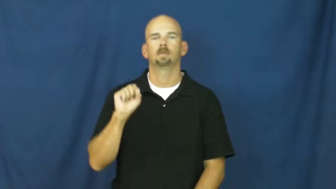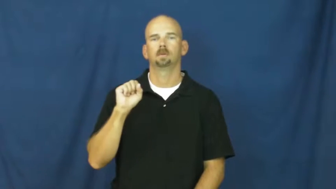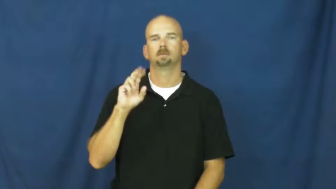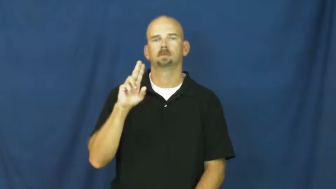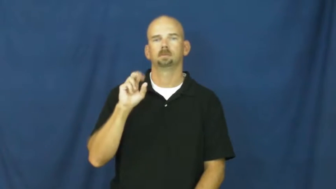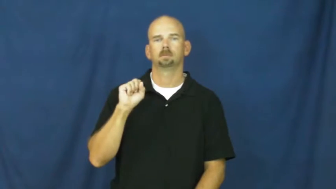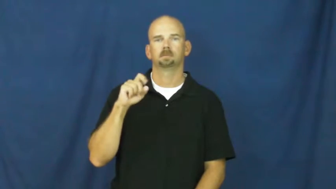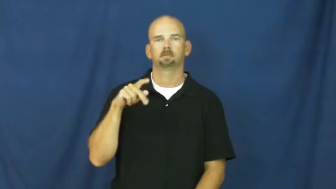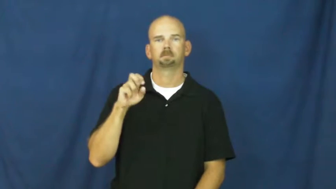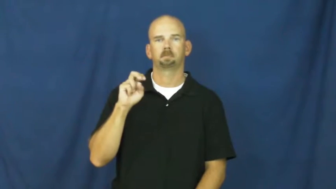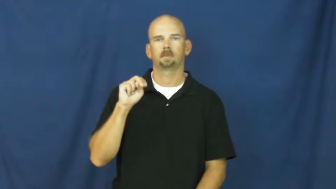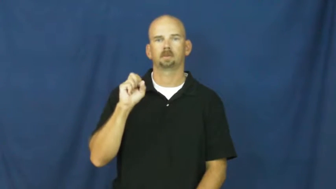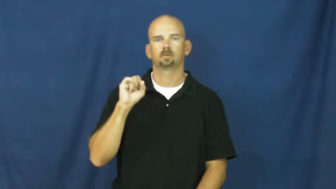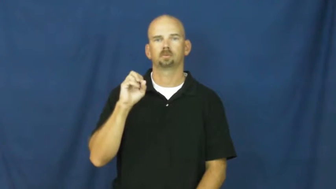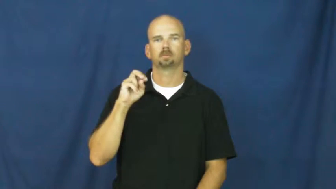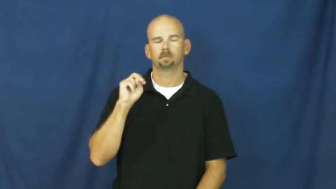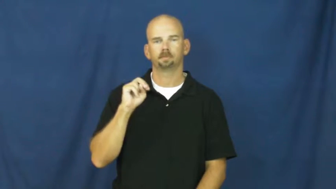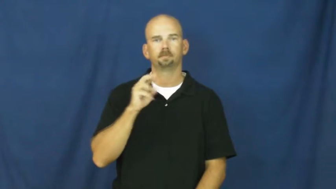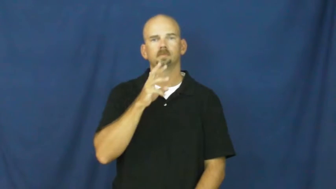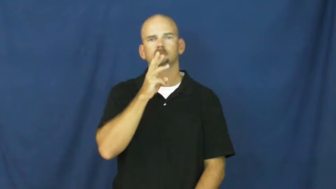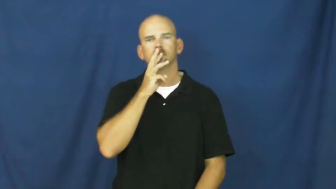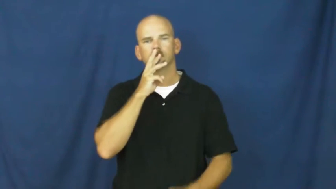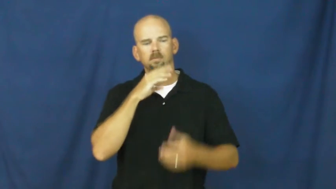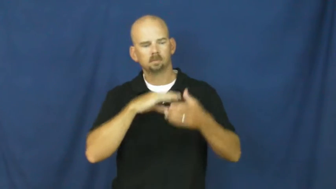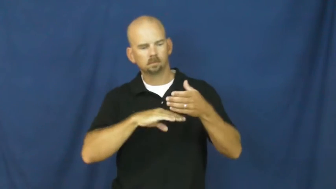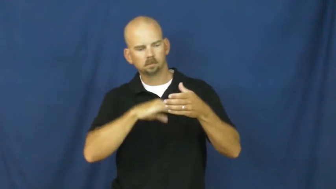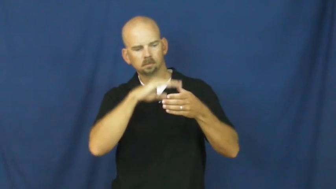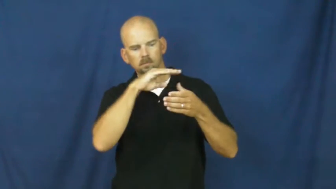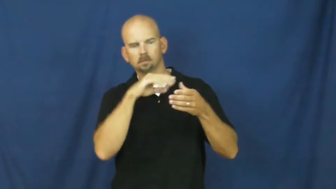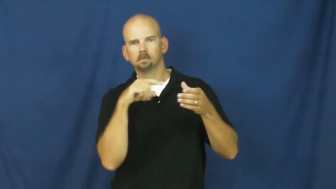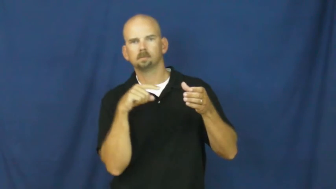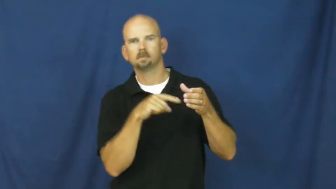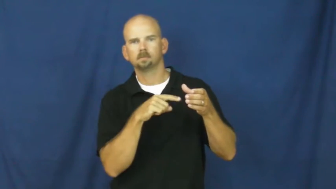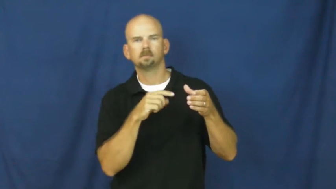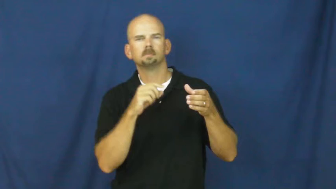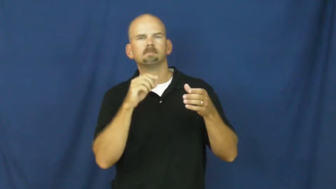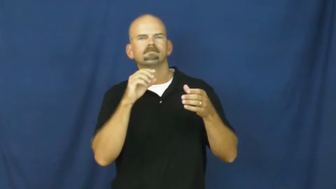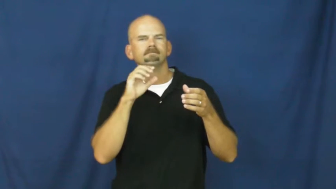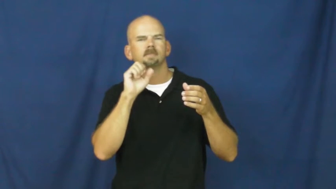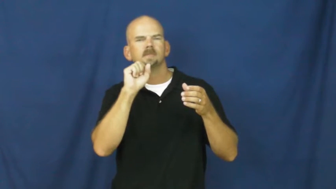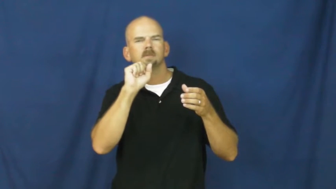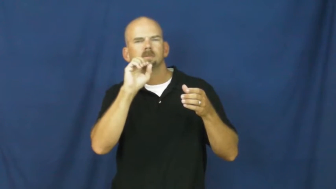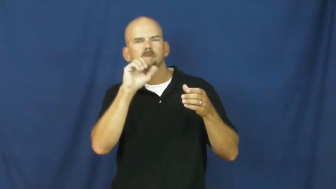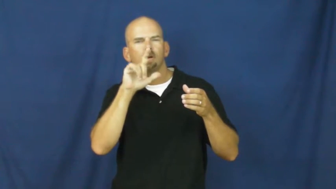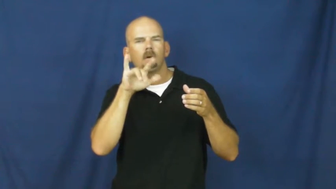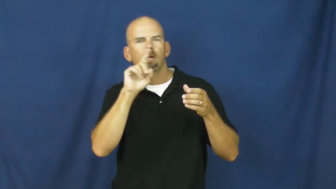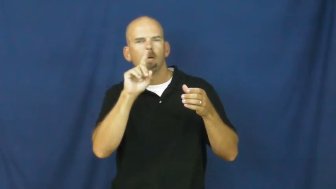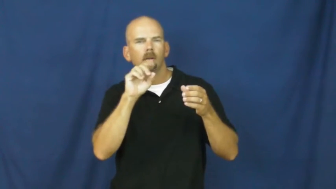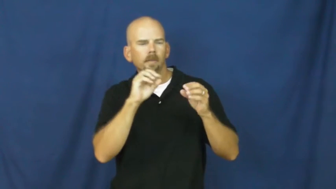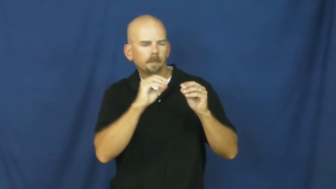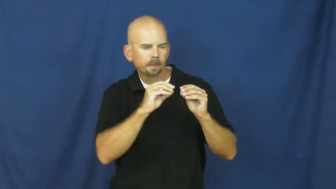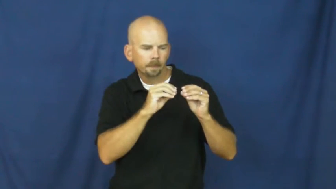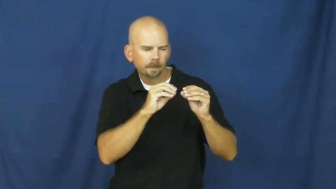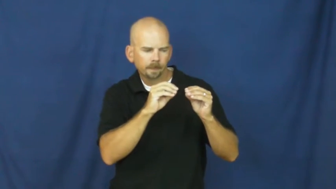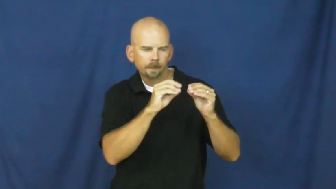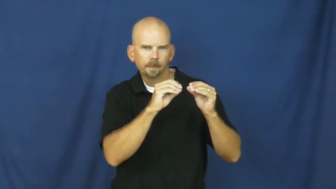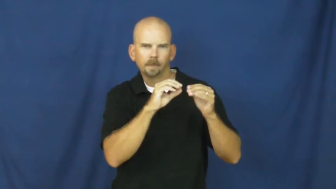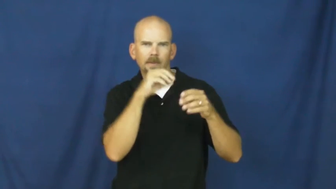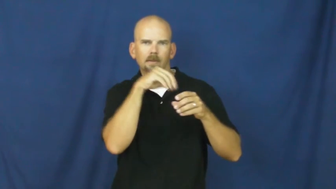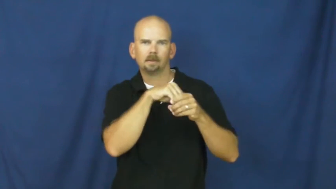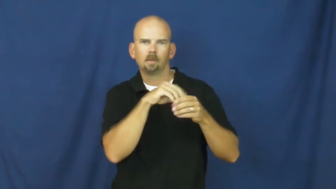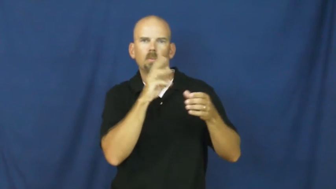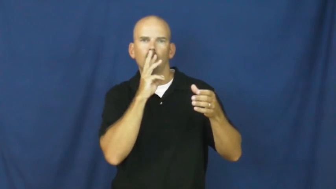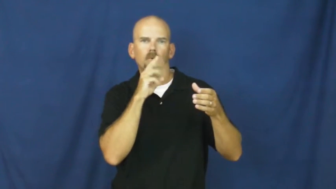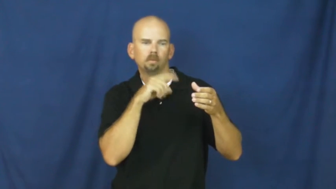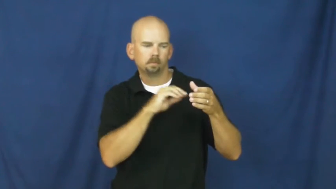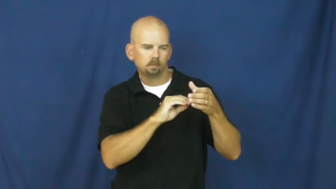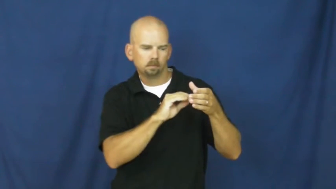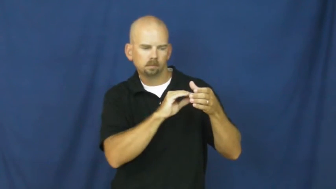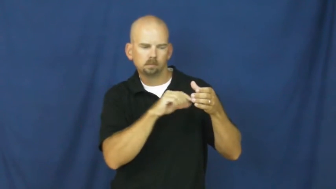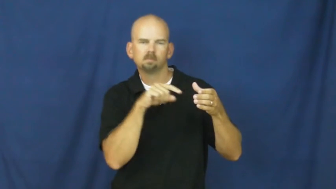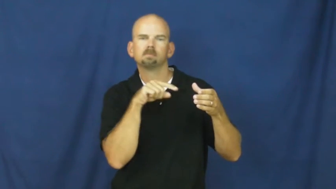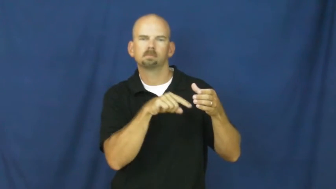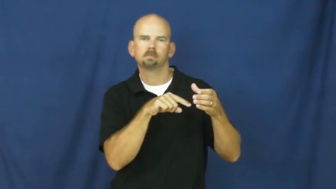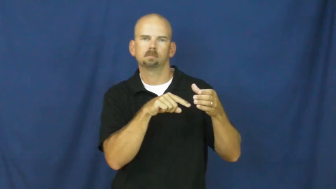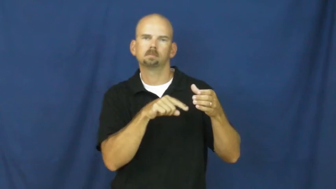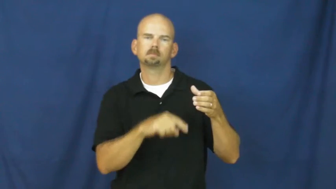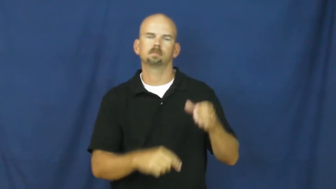suspension-liquid